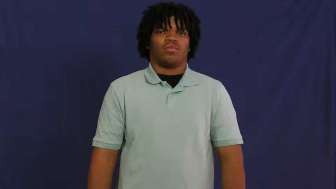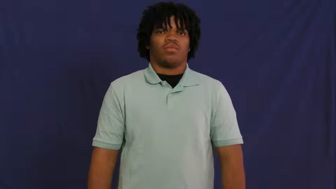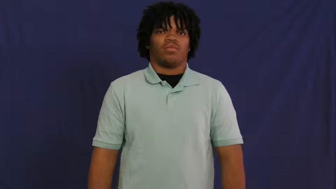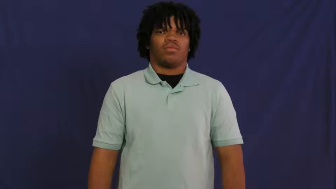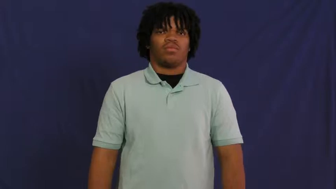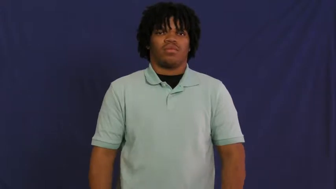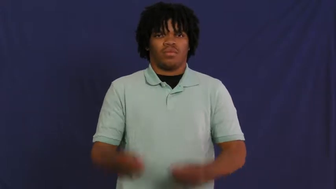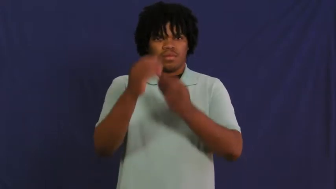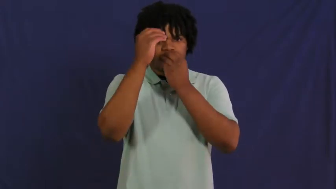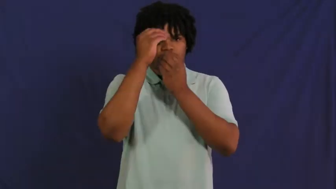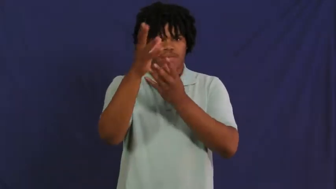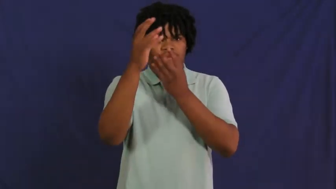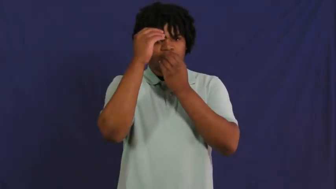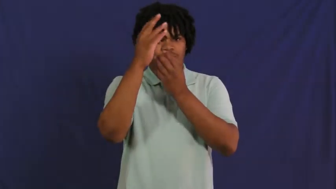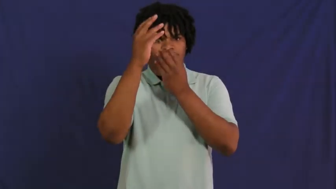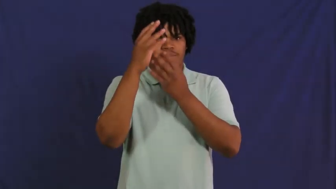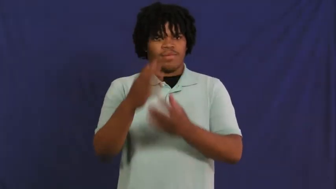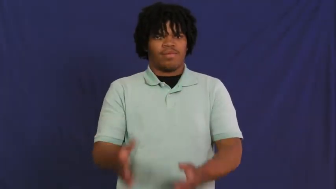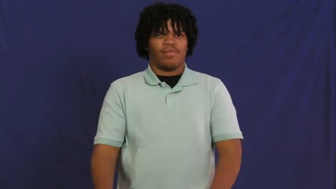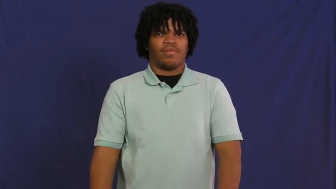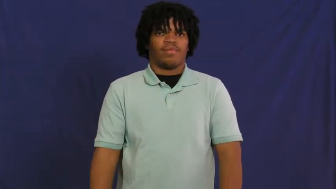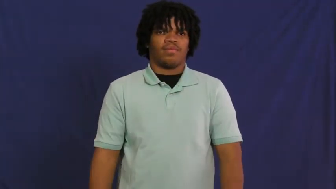data